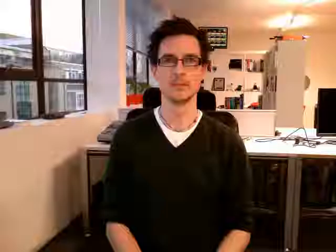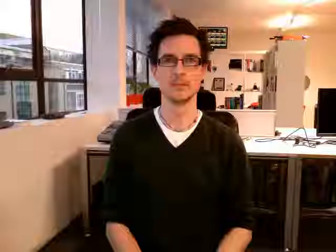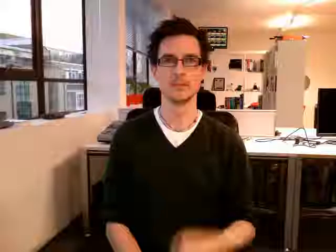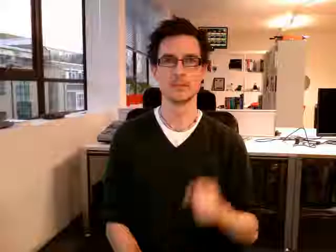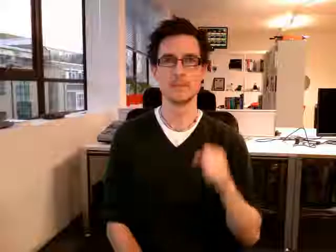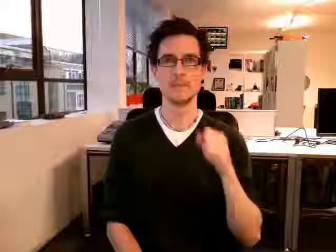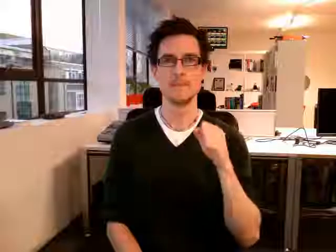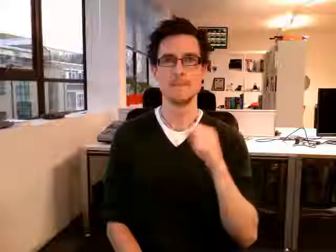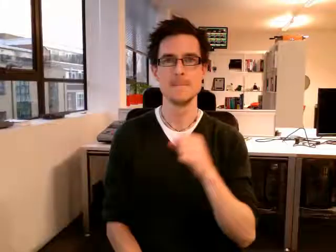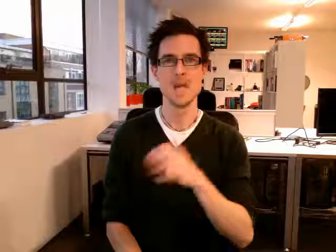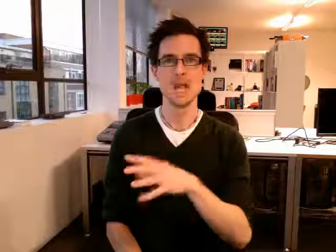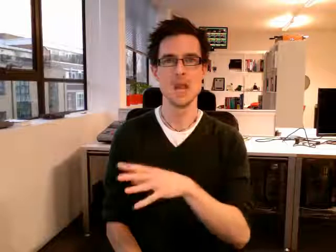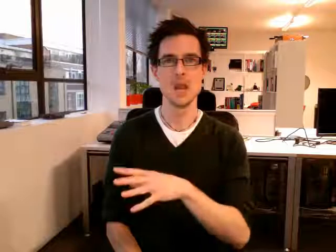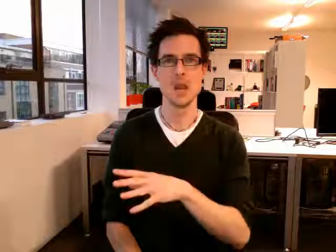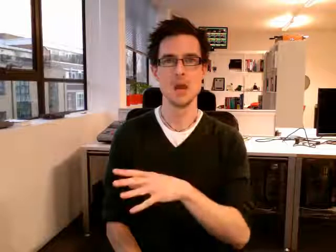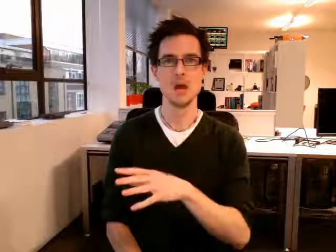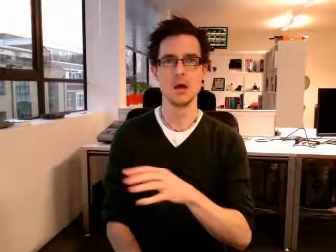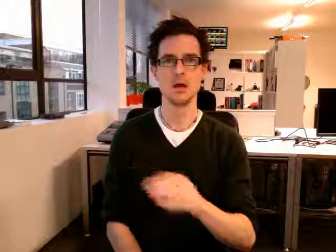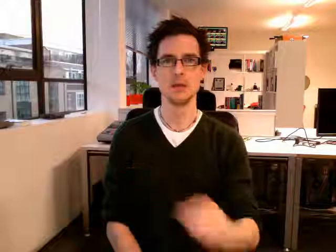bin